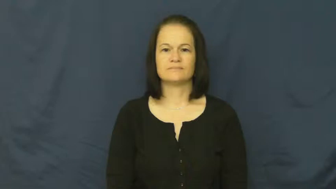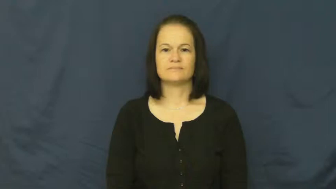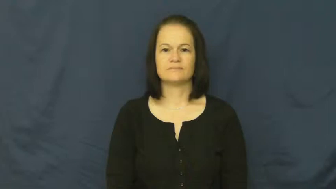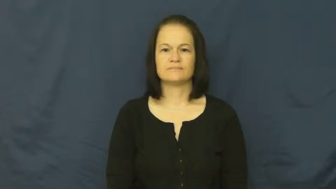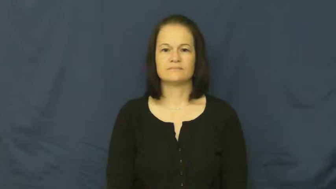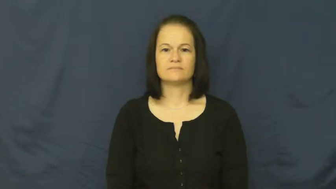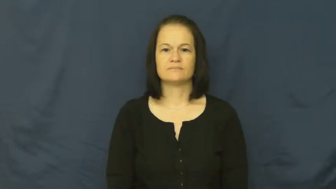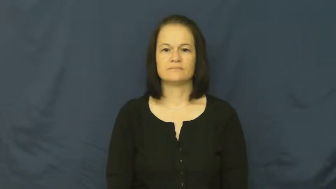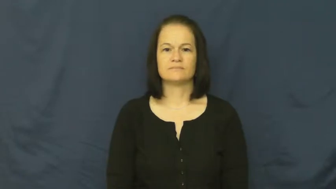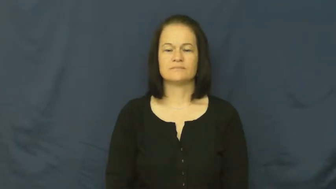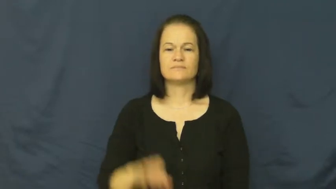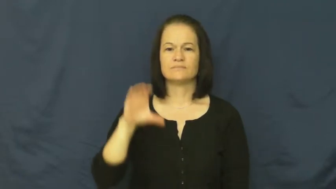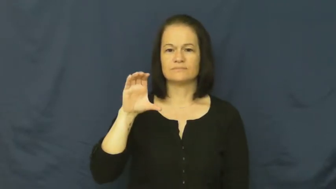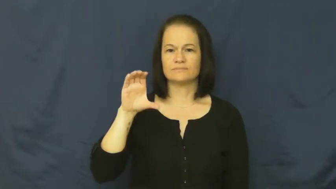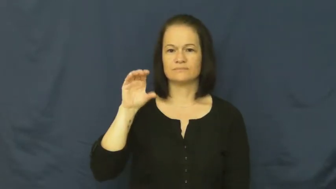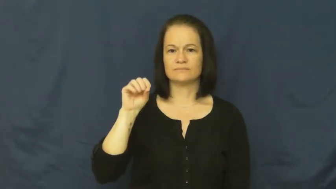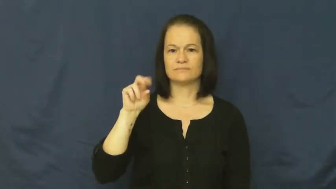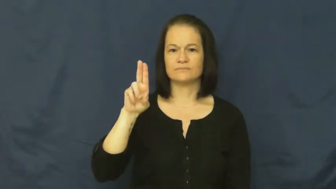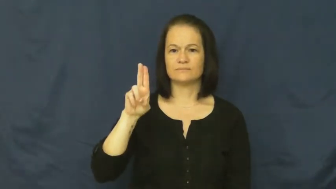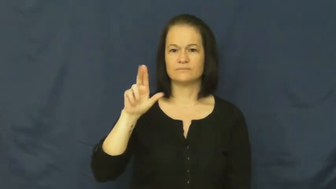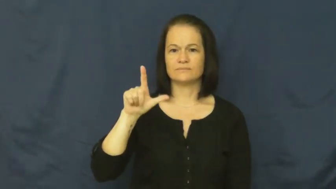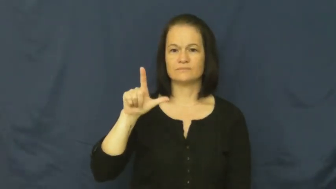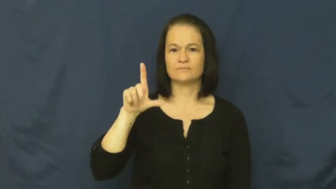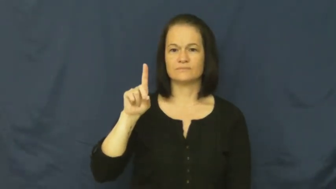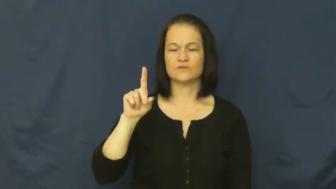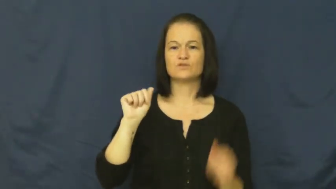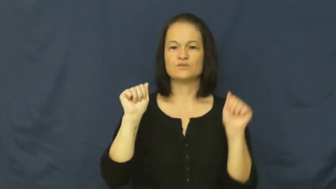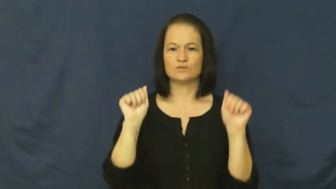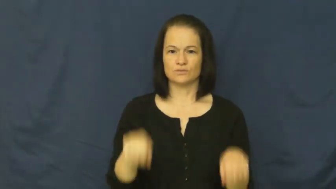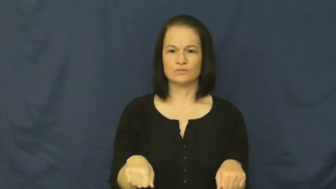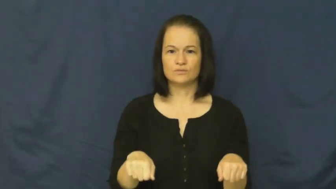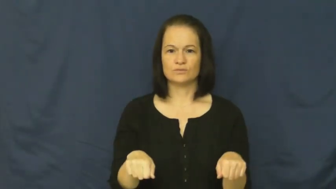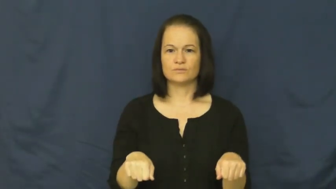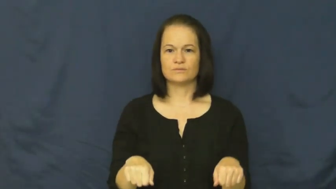could